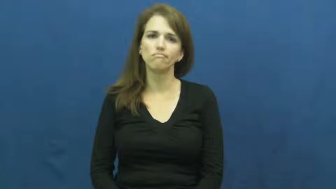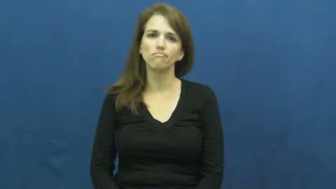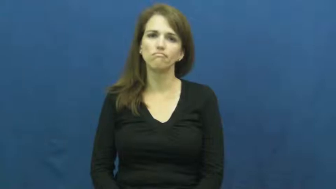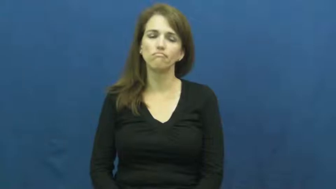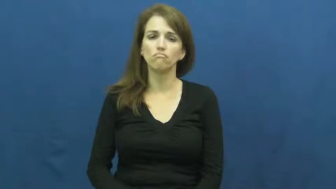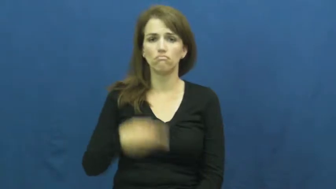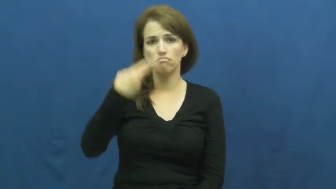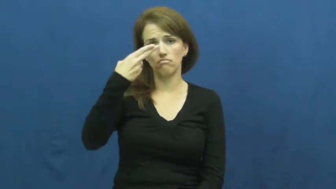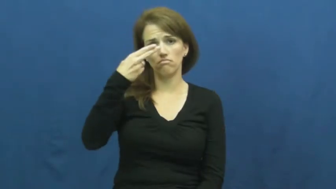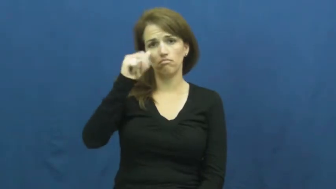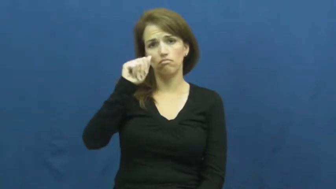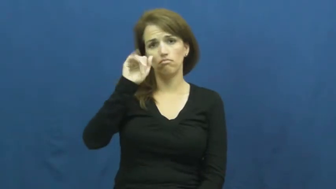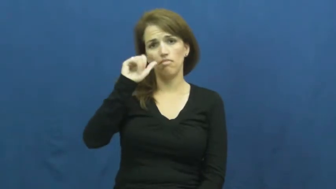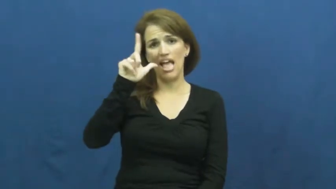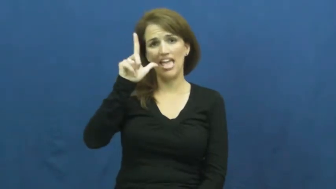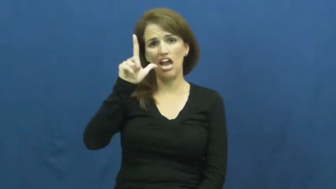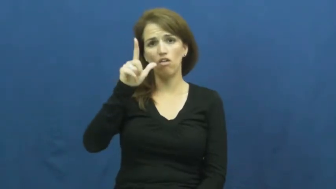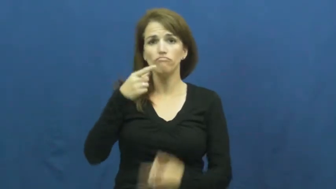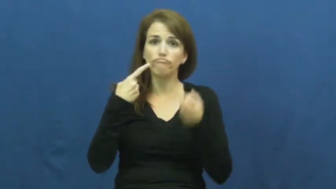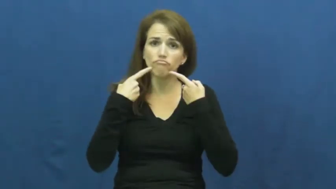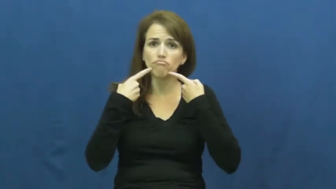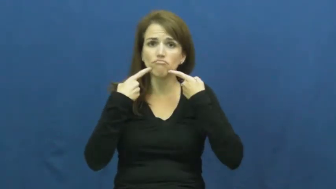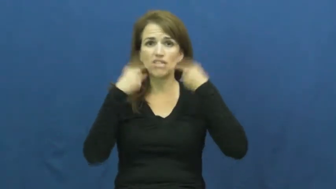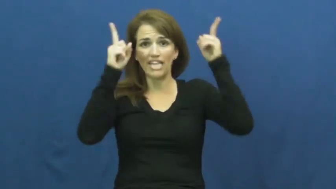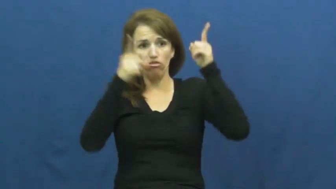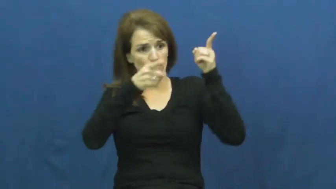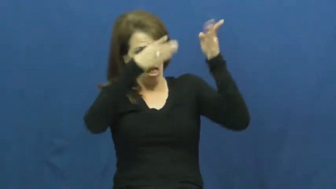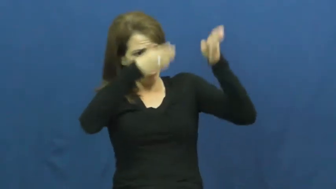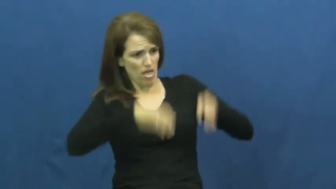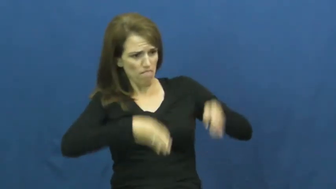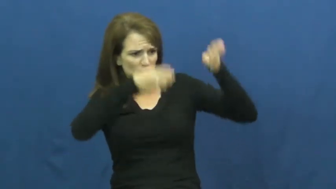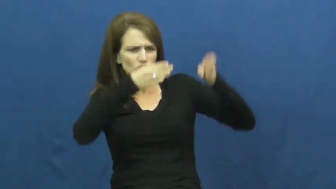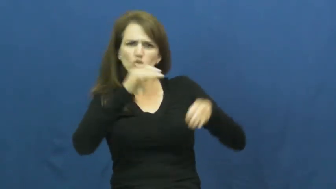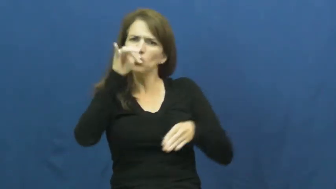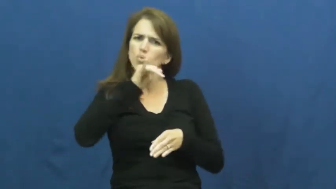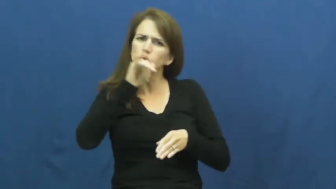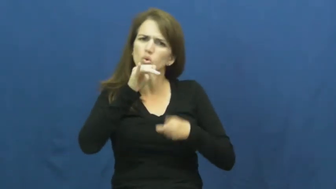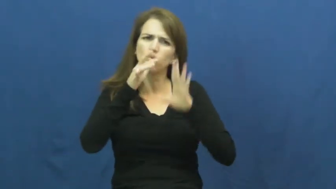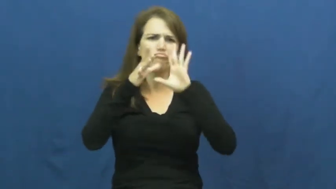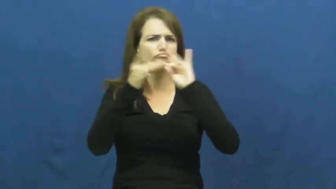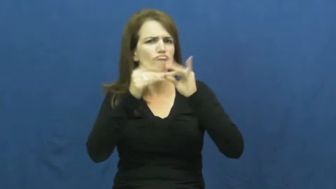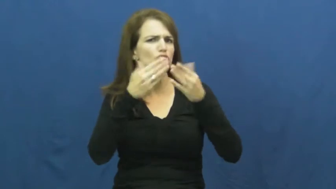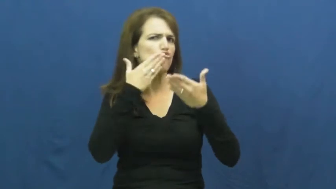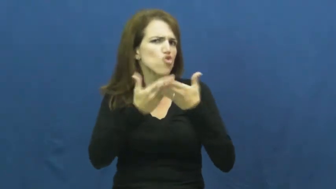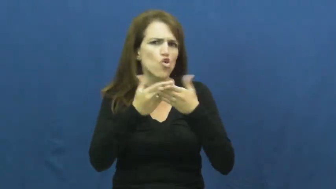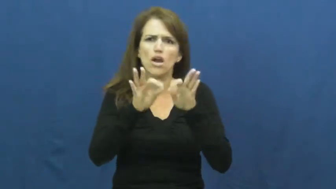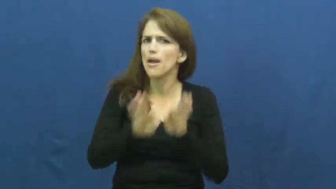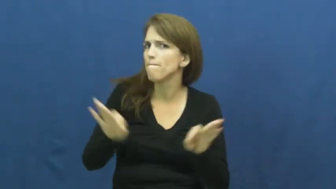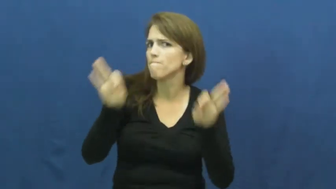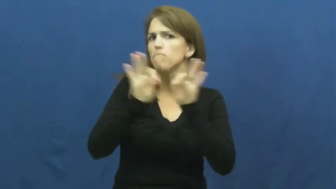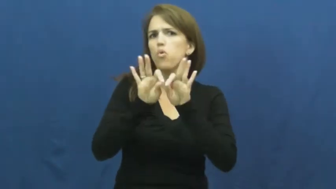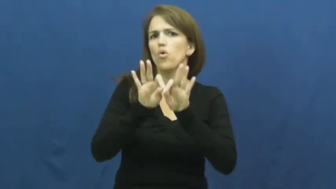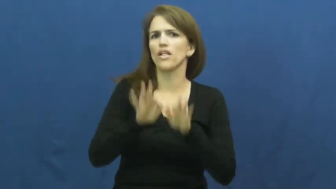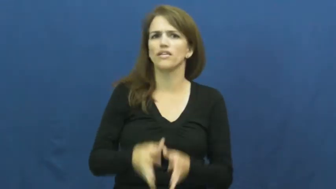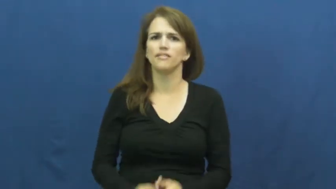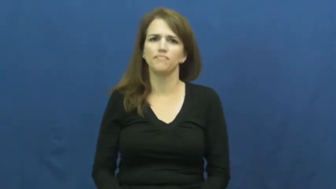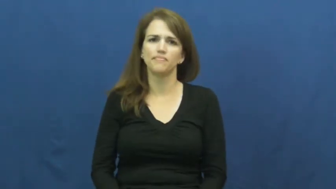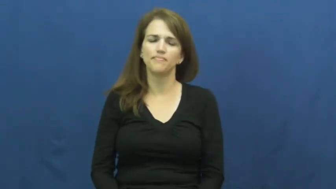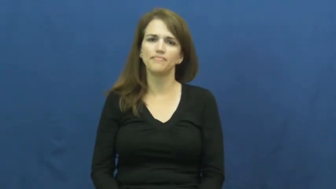hail-publicize